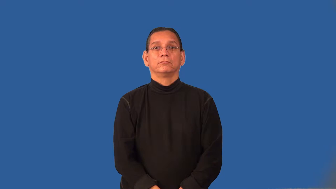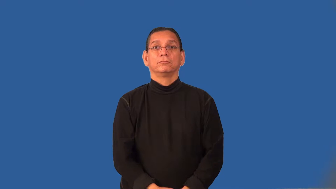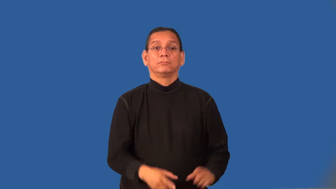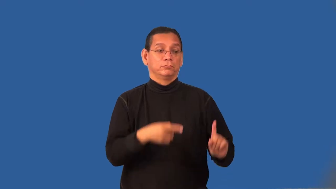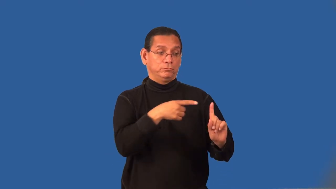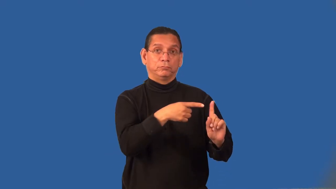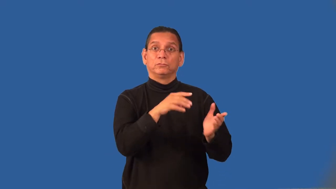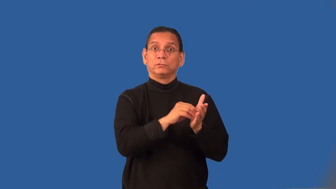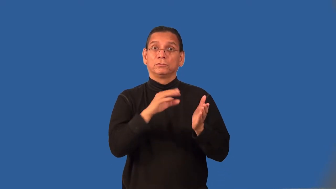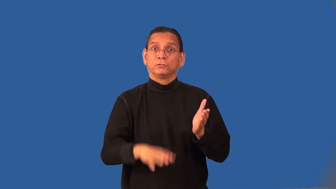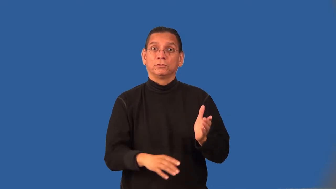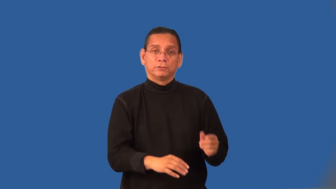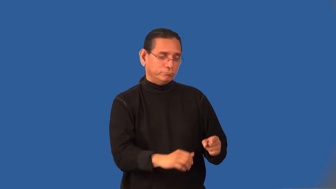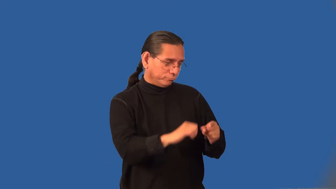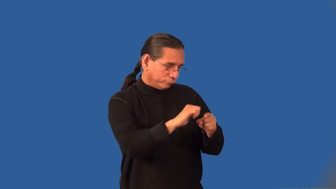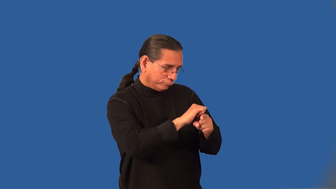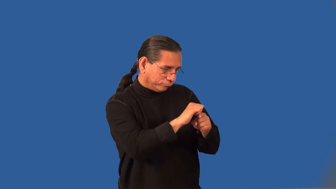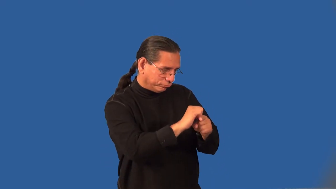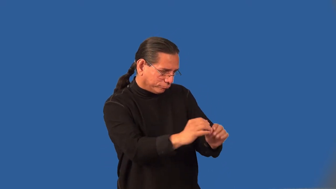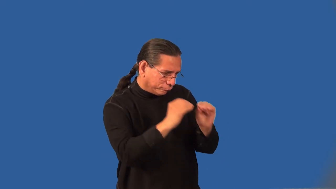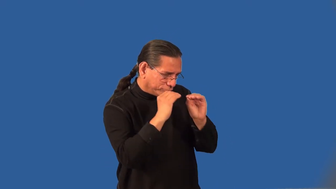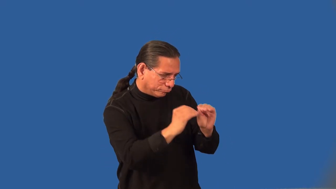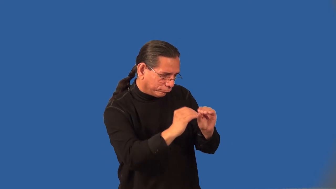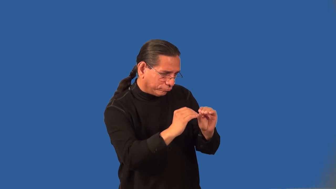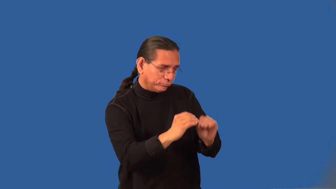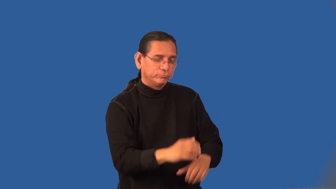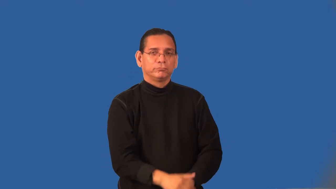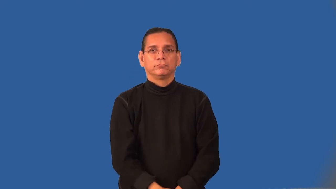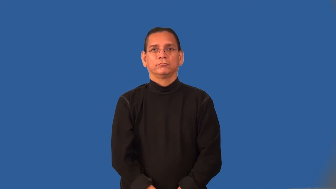protege